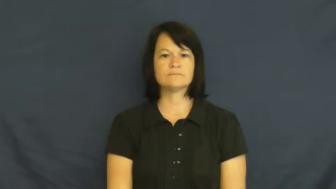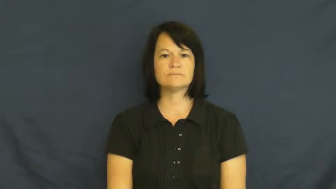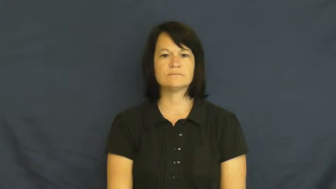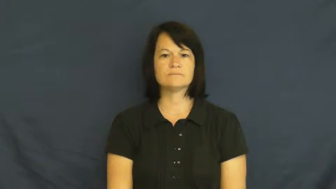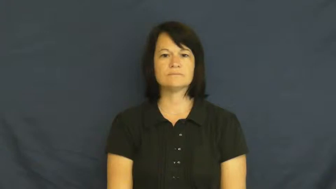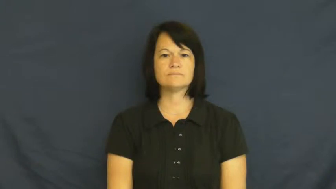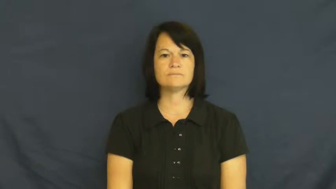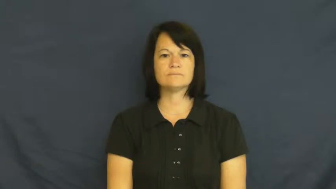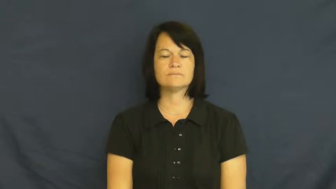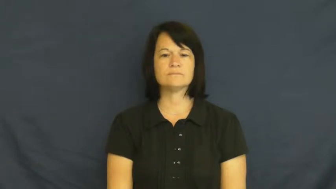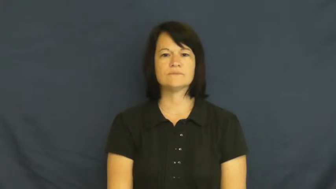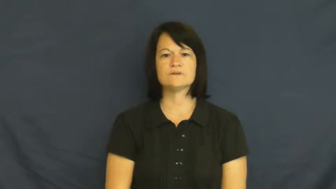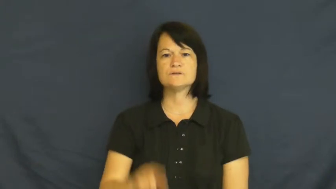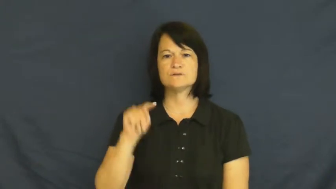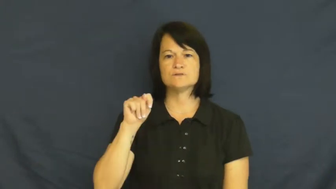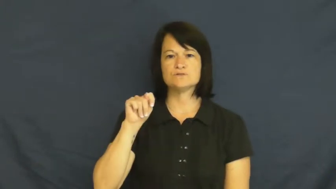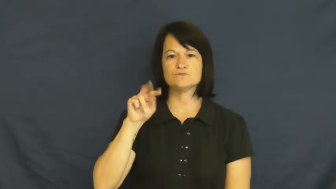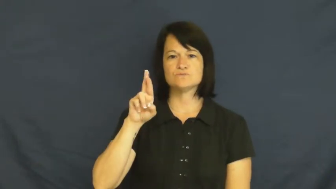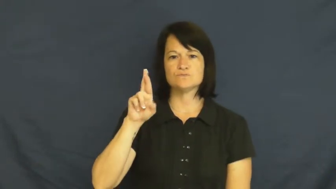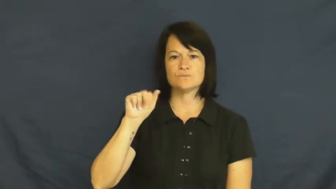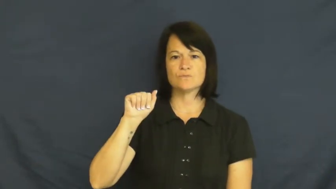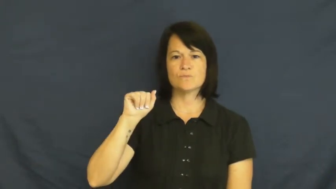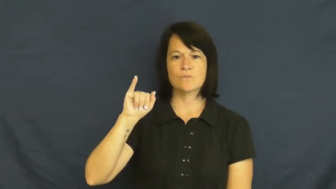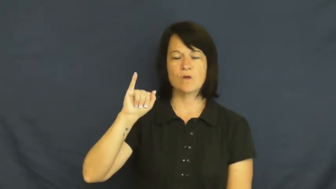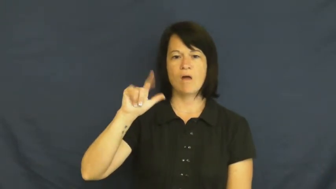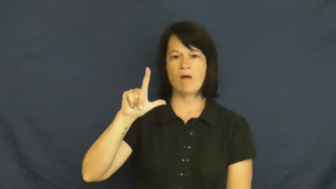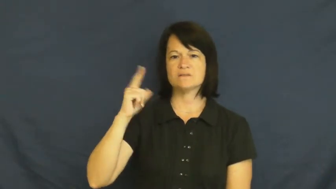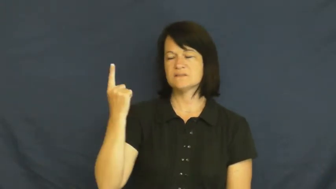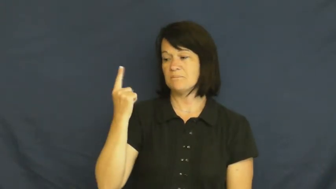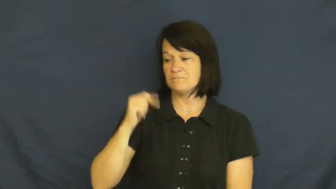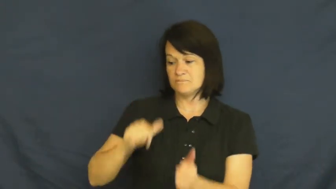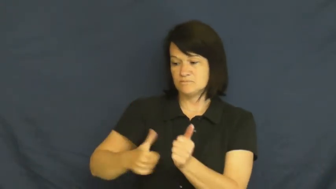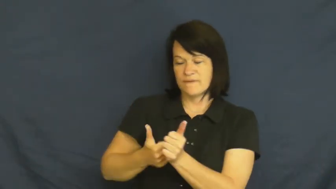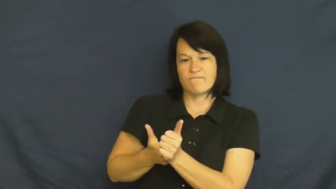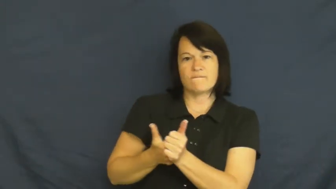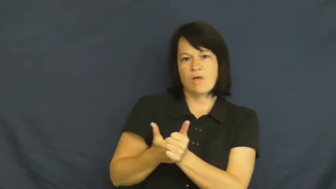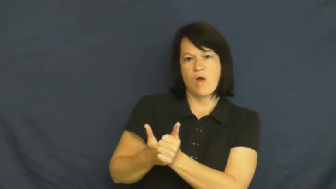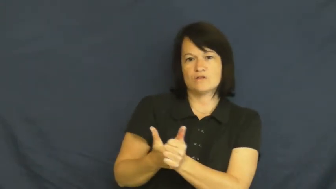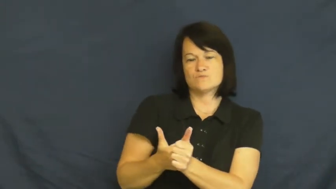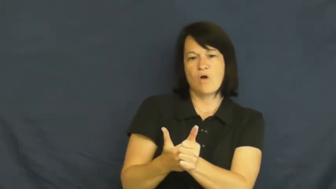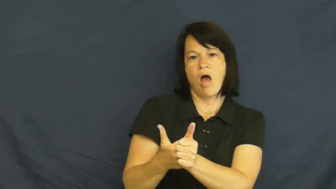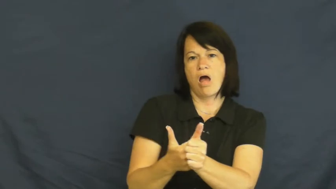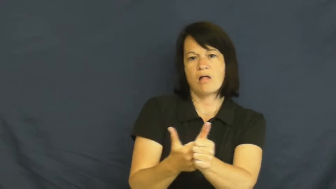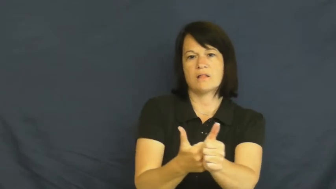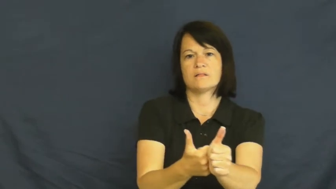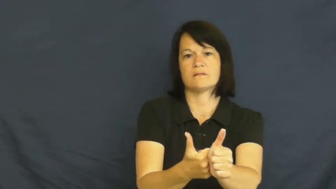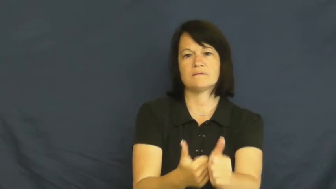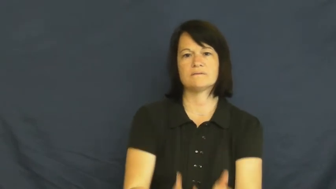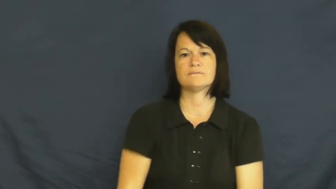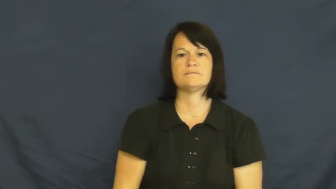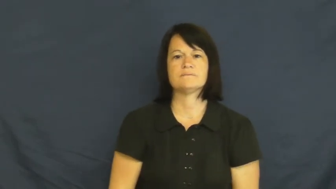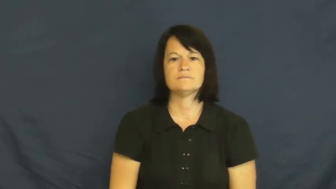trail-follow